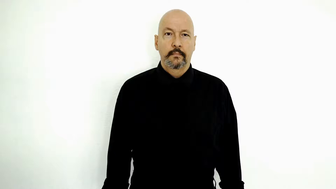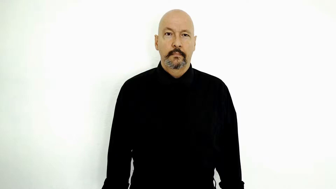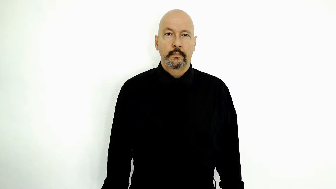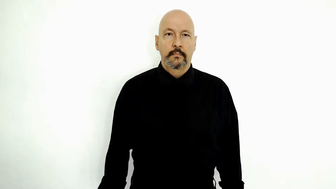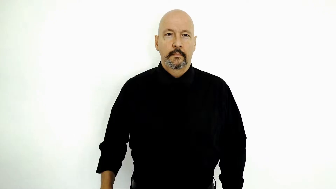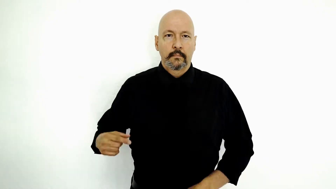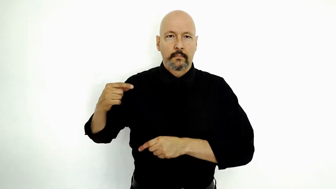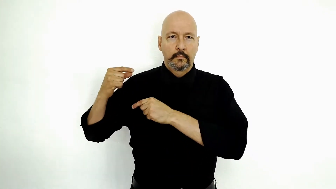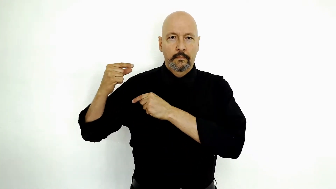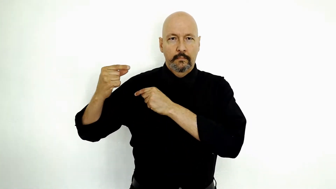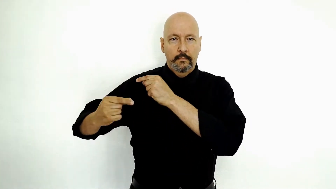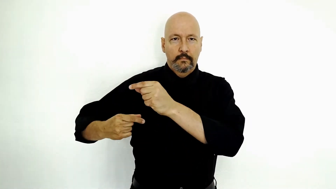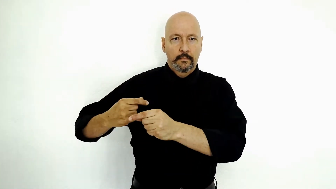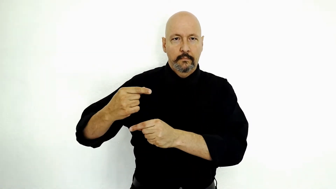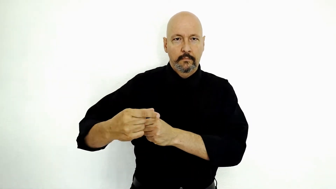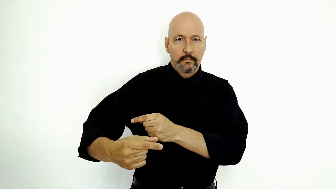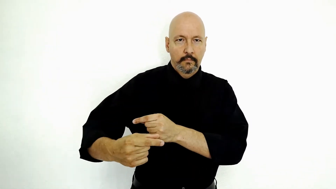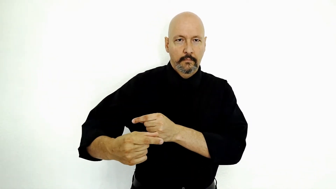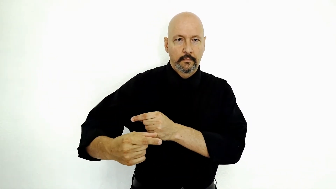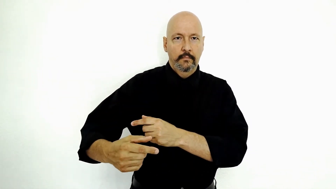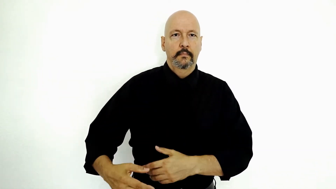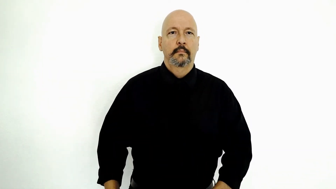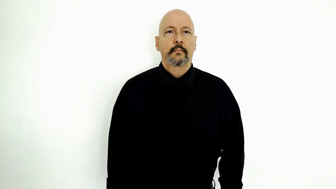GENERATION-[initialized]